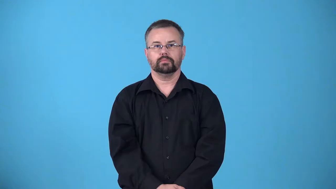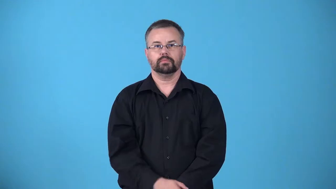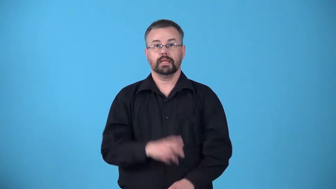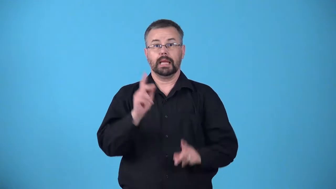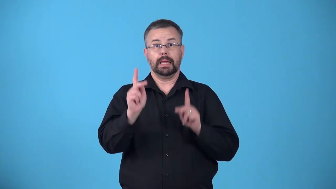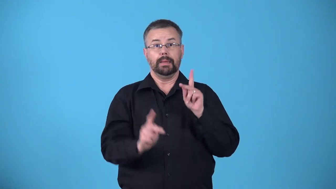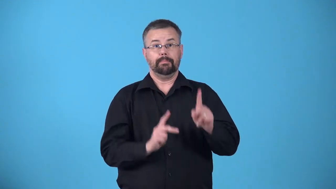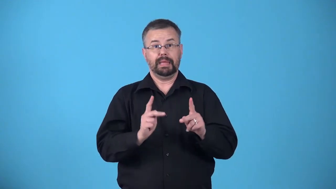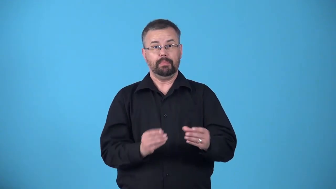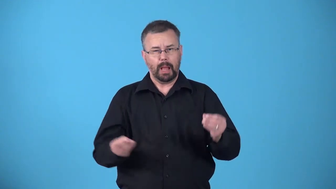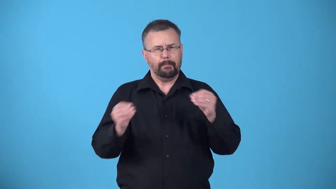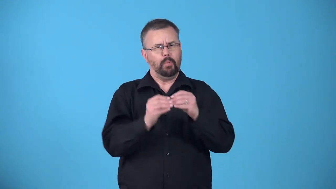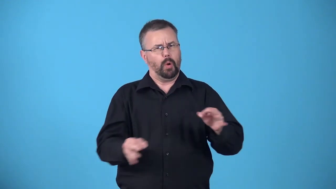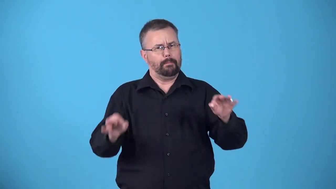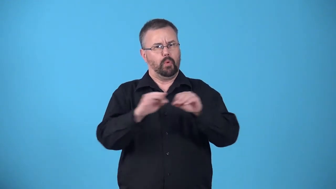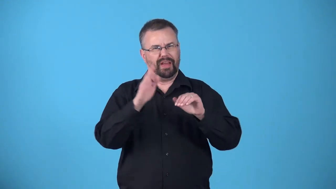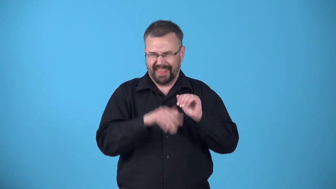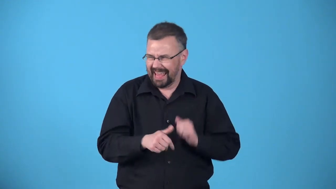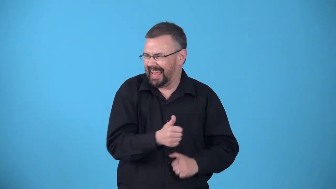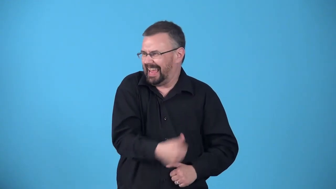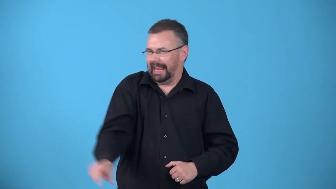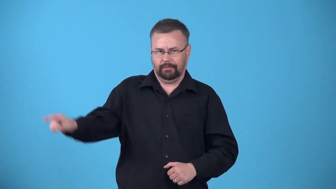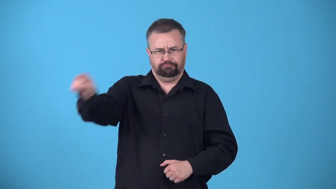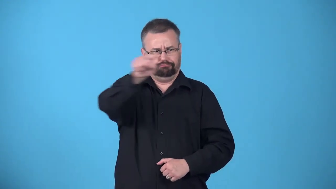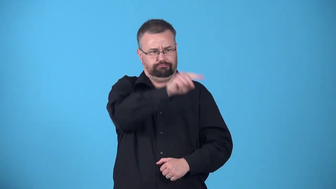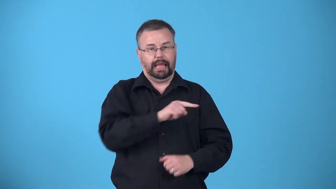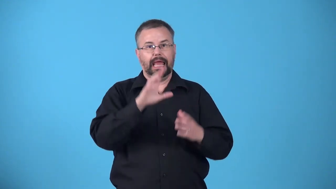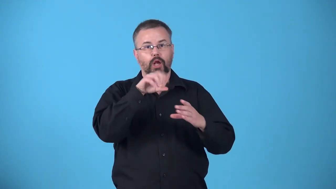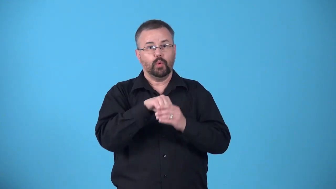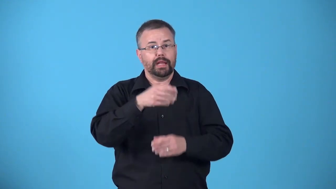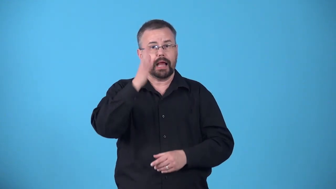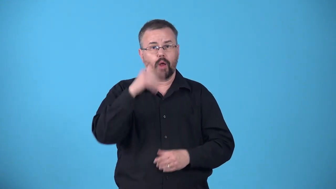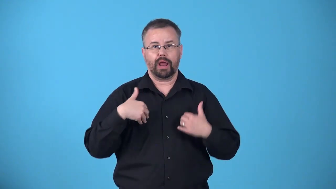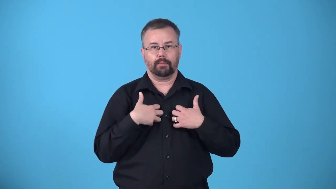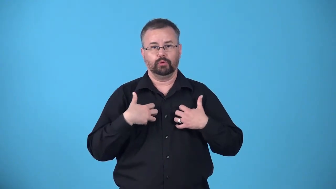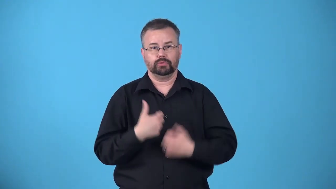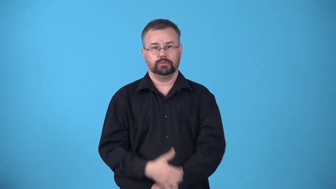anthropocentric